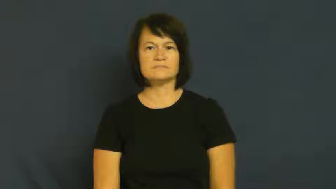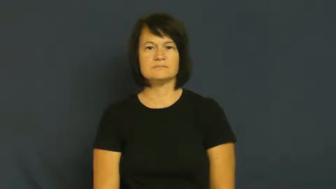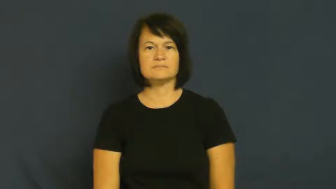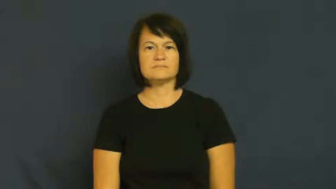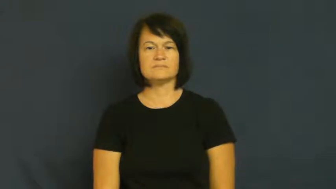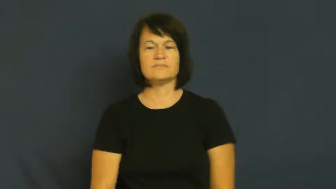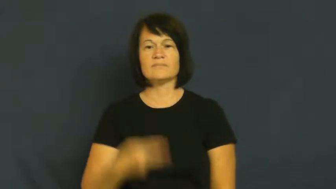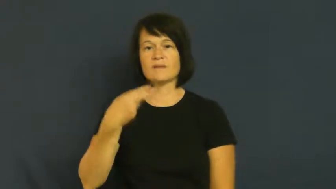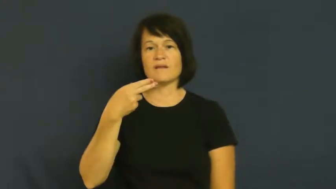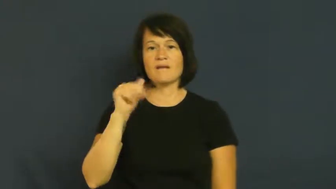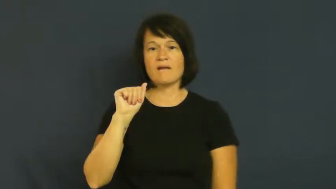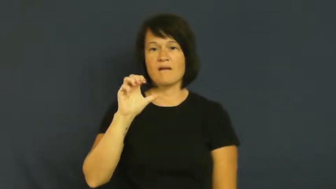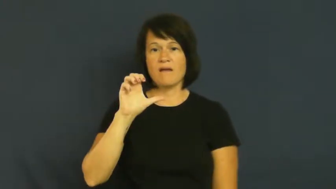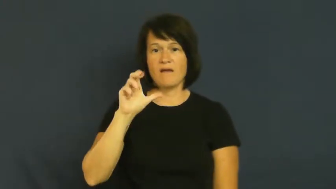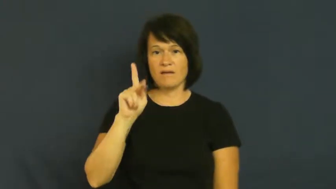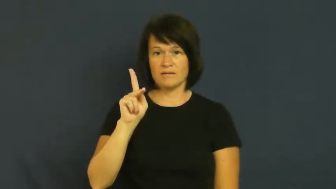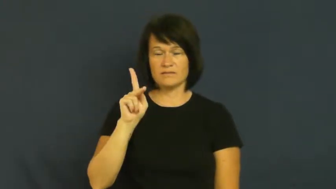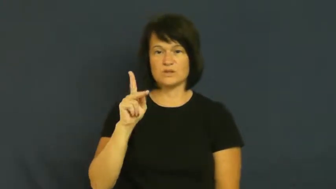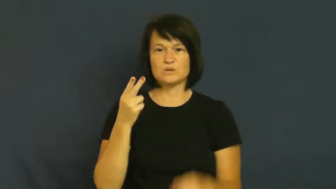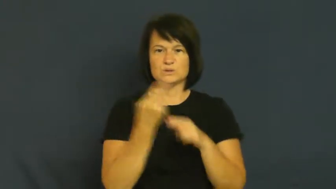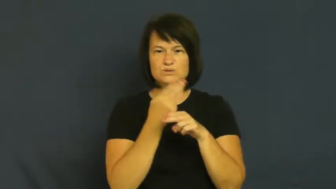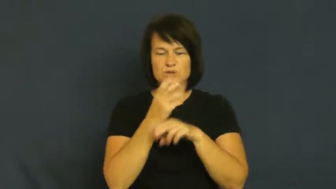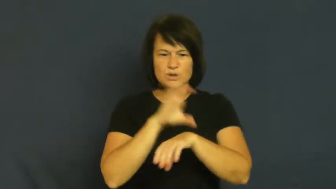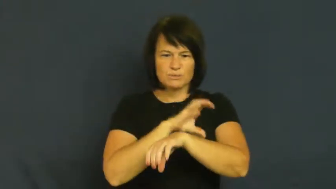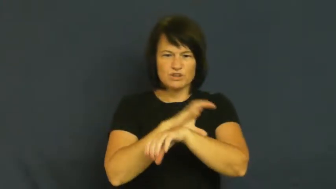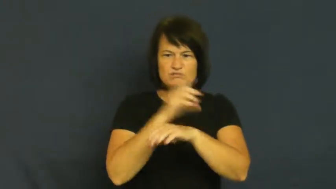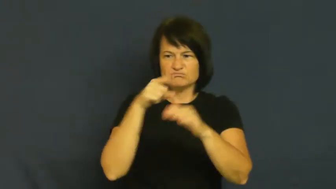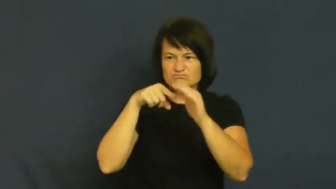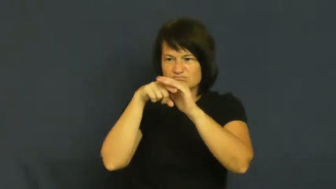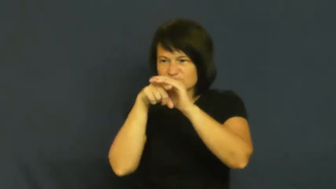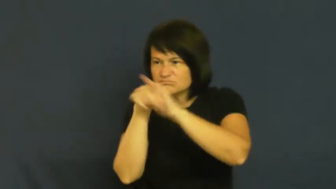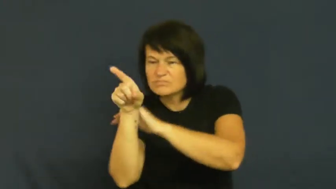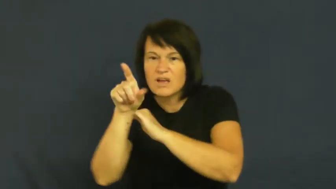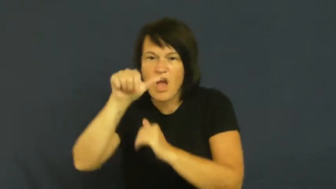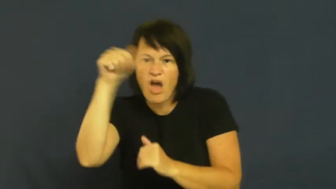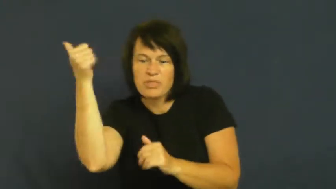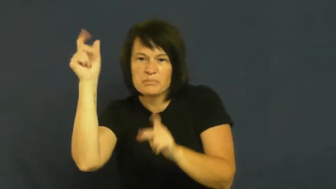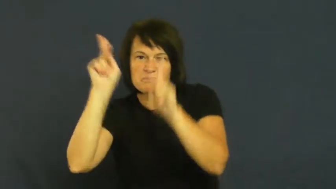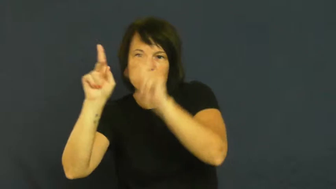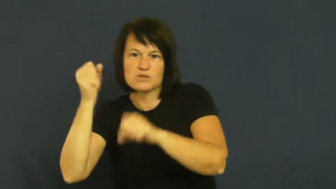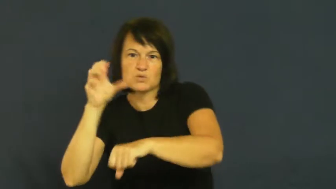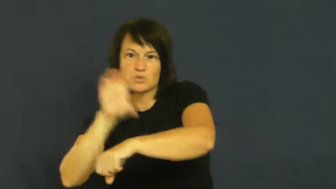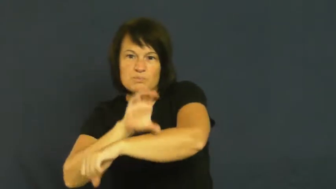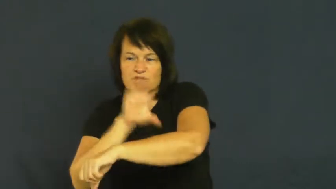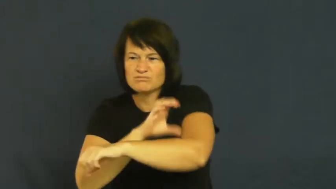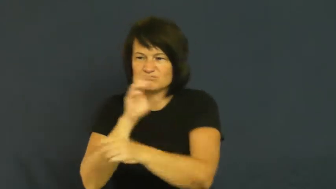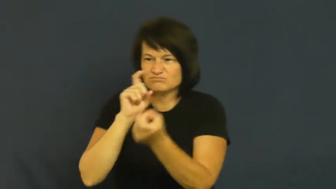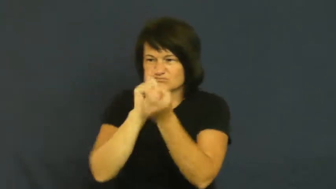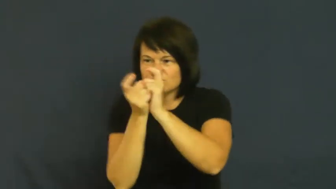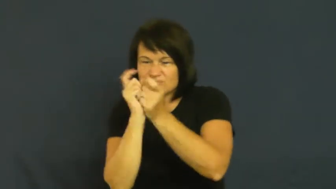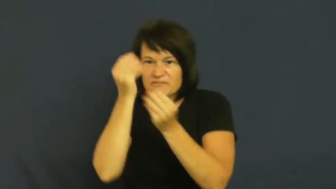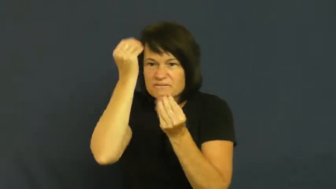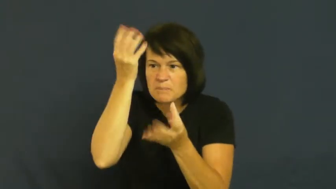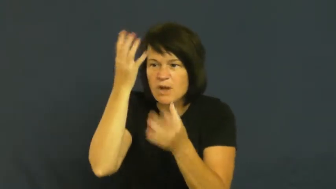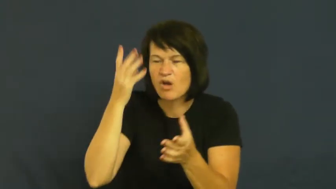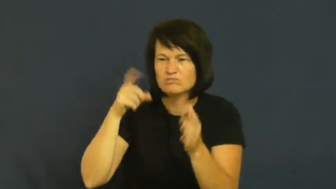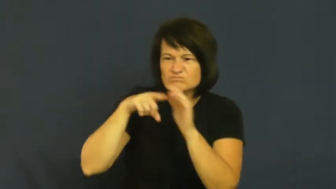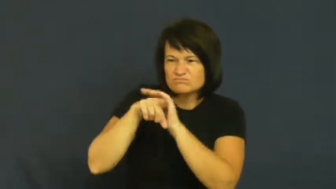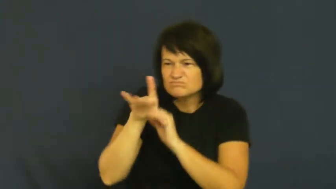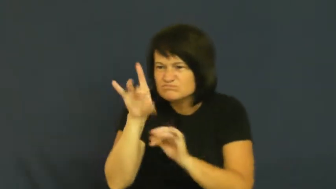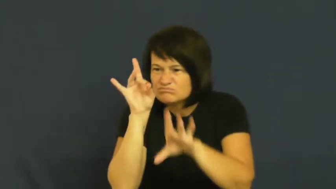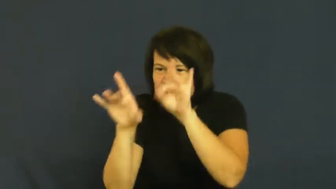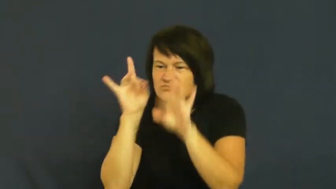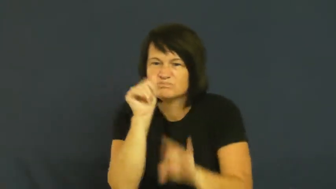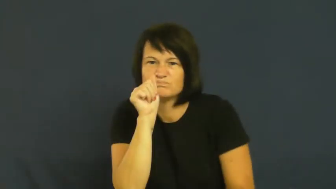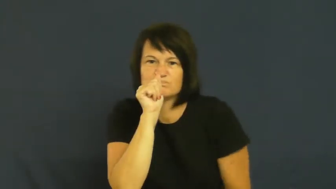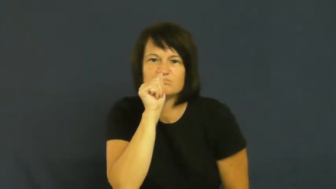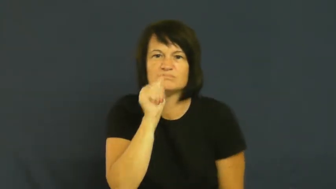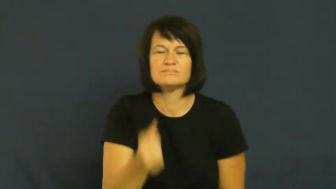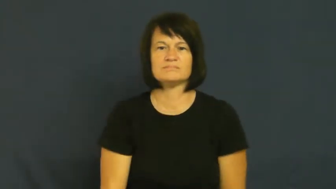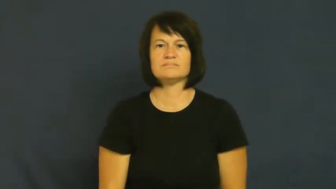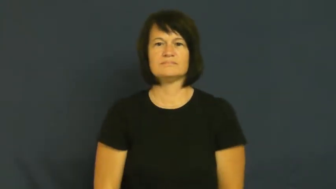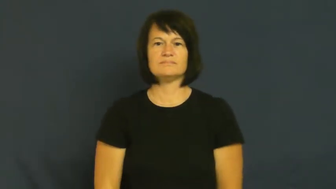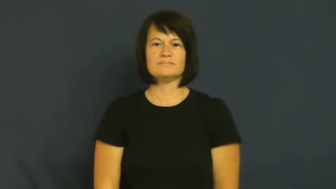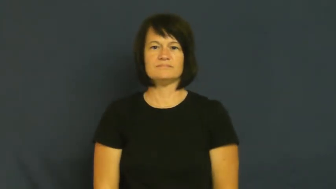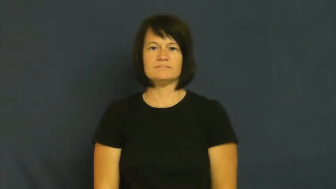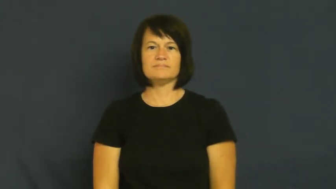hack-computer